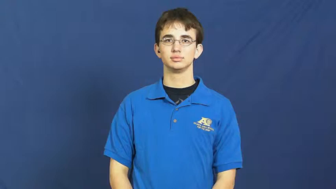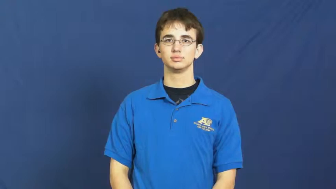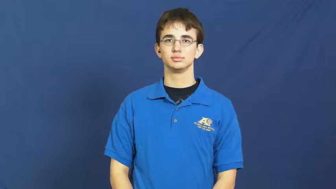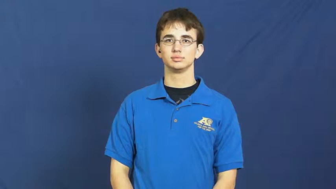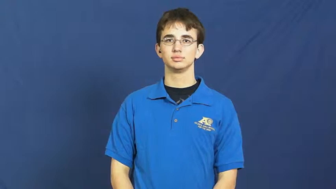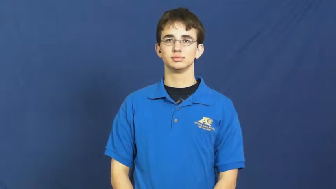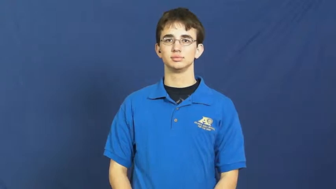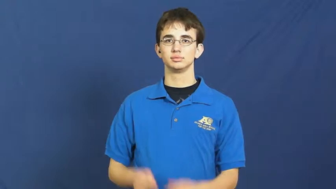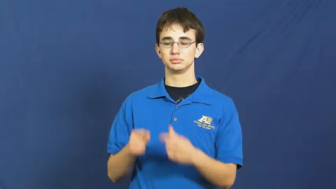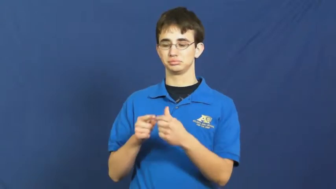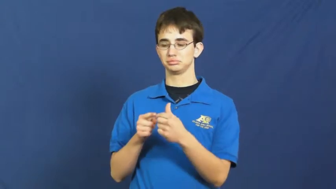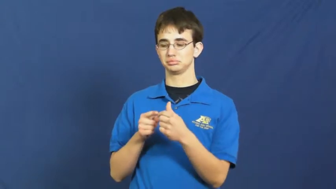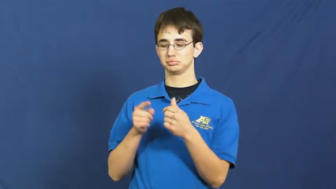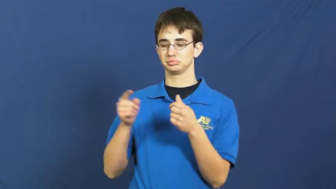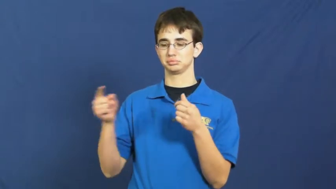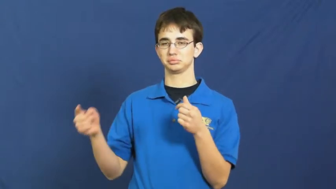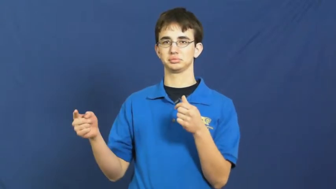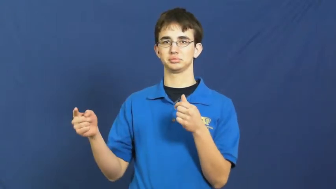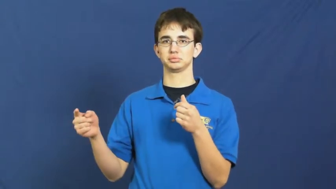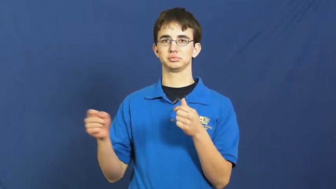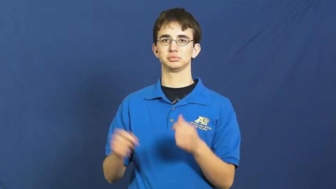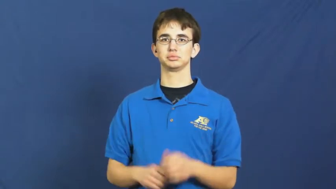length